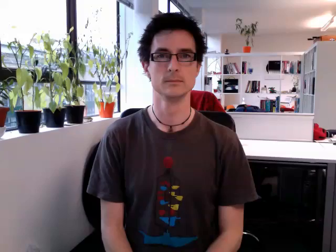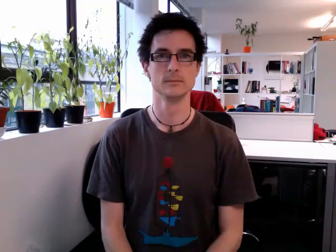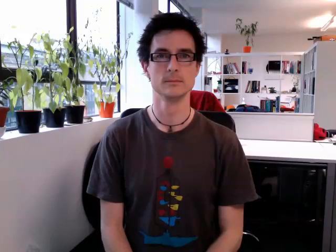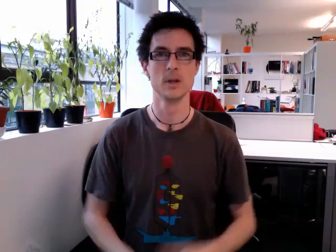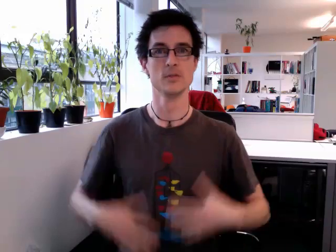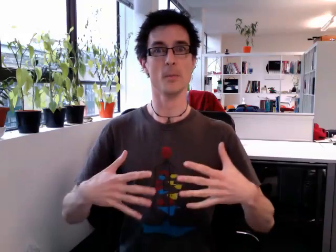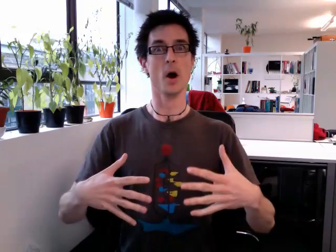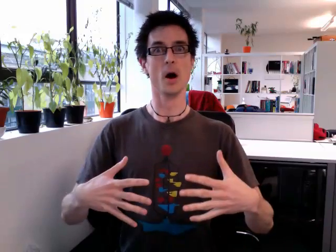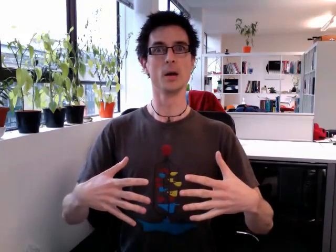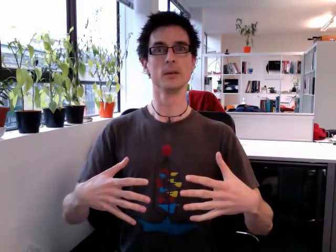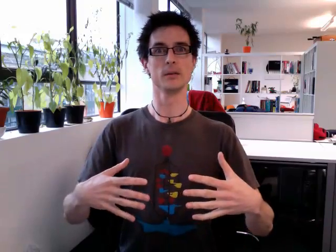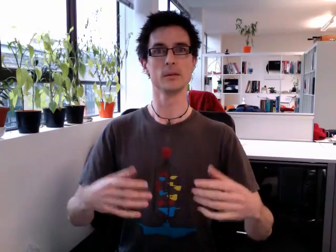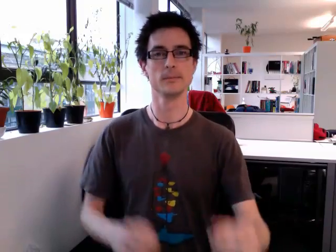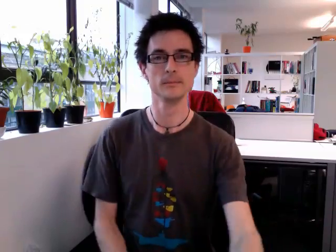surprised